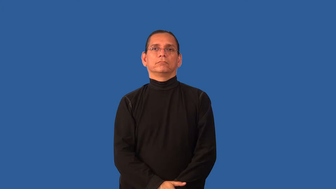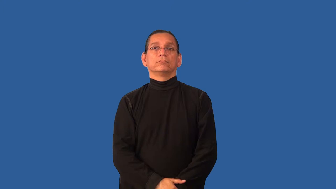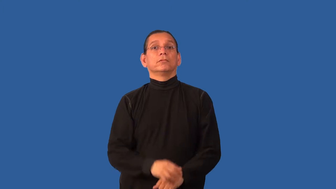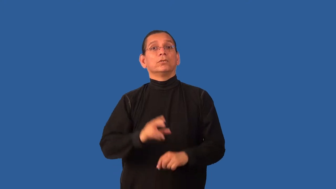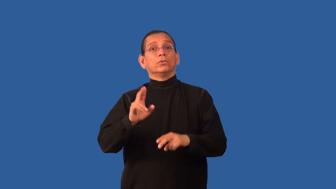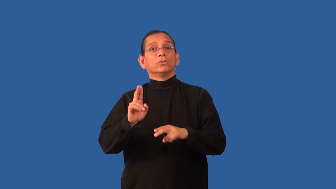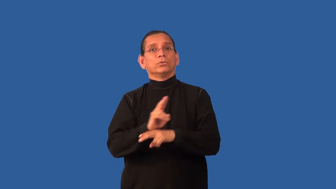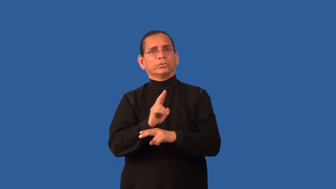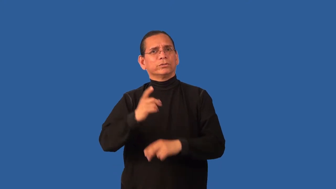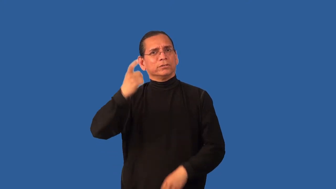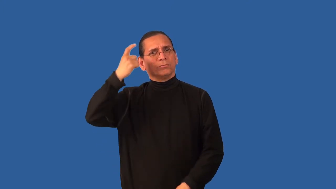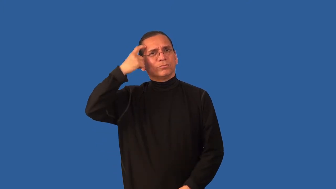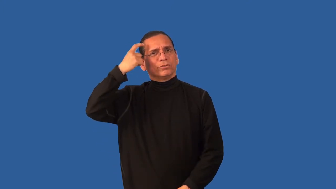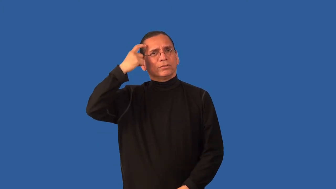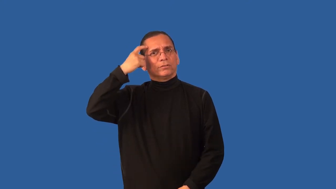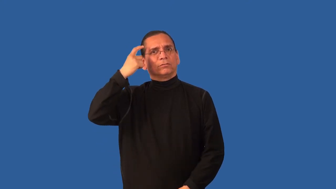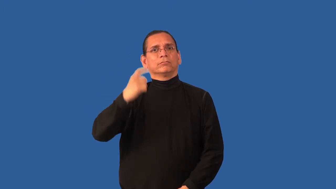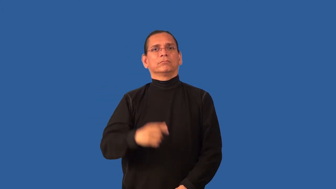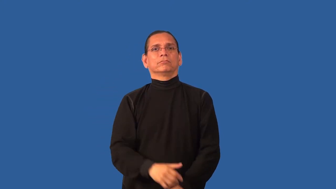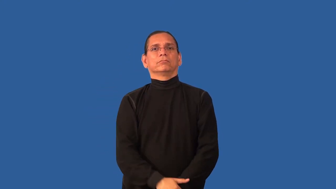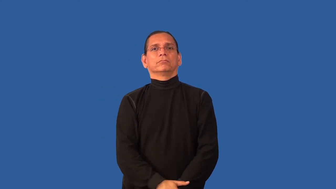cerebral